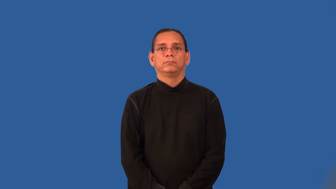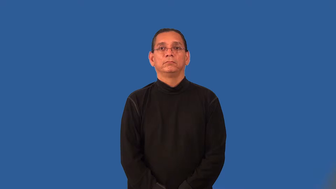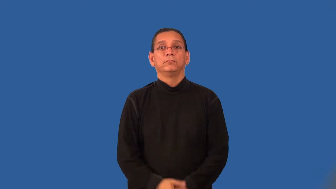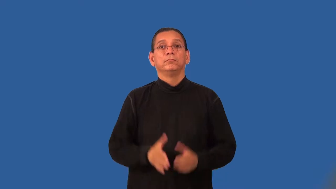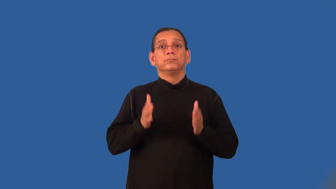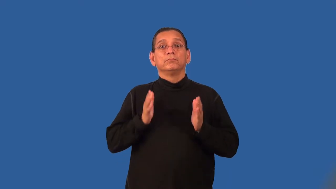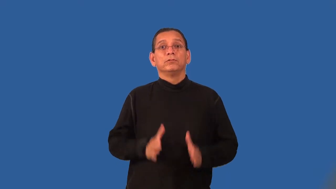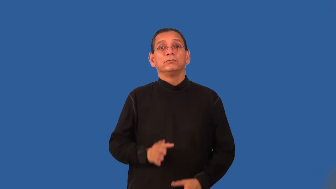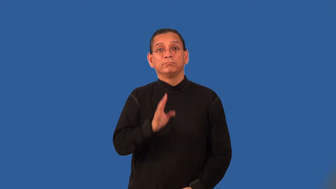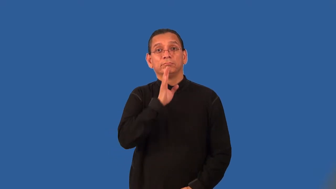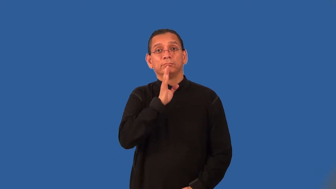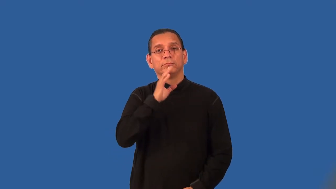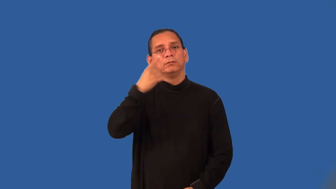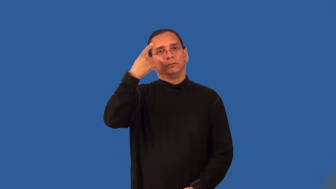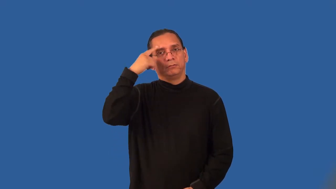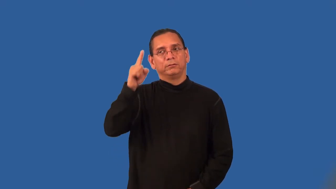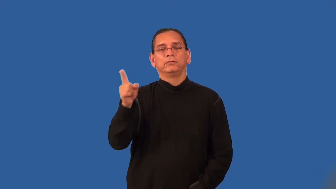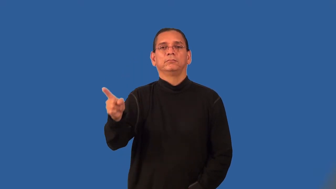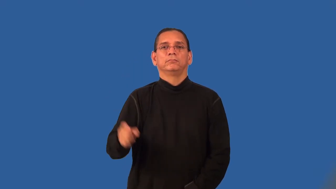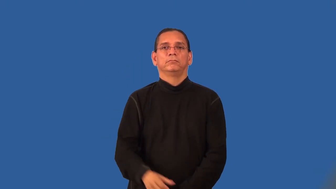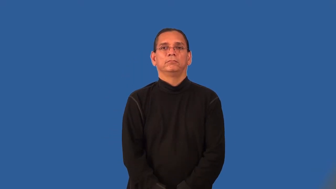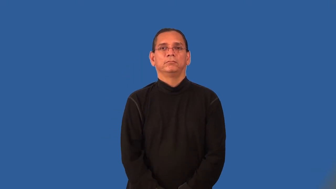spokesperson,spokesman